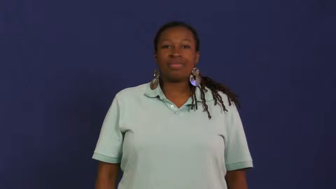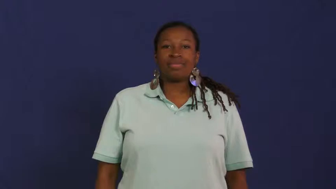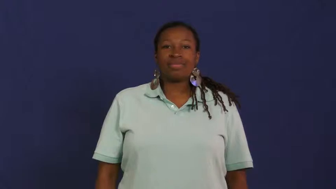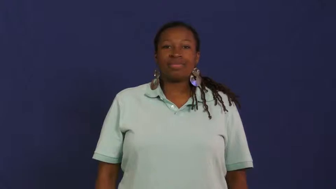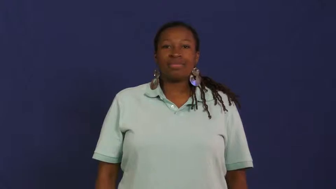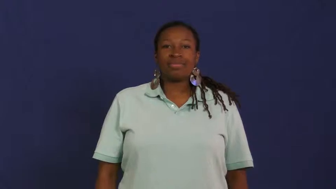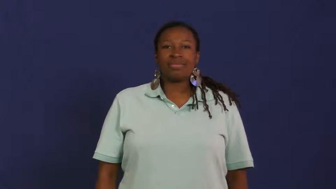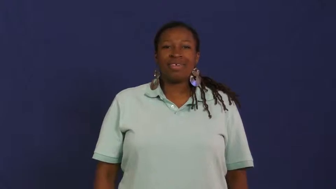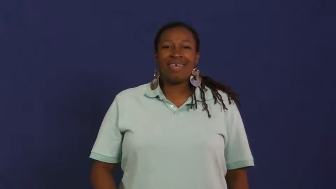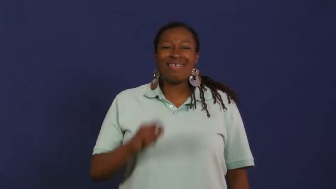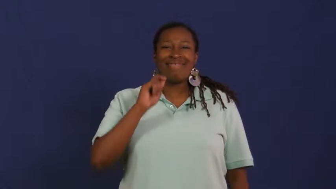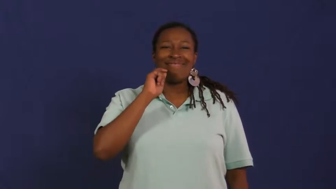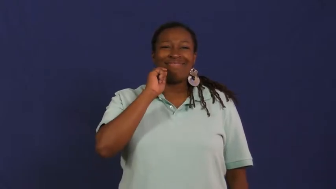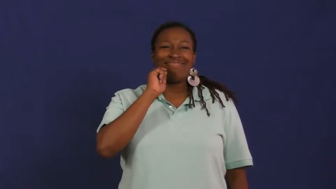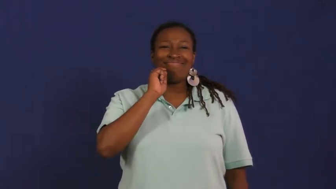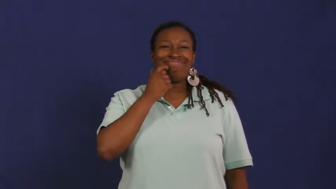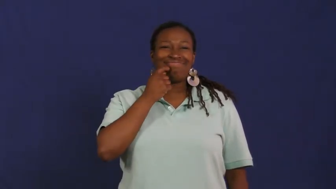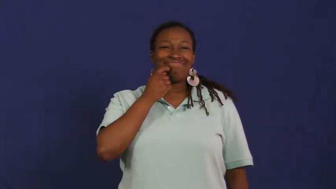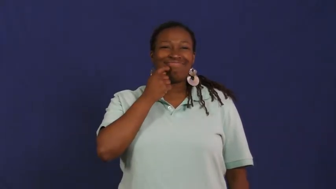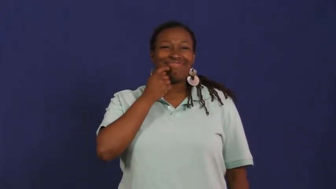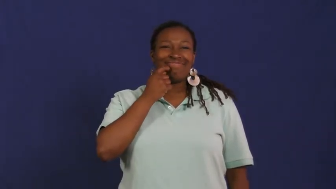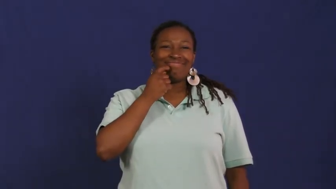neat,nifty,keen,cool,swell,dandy